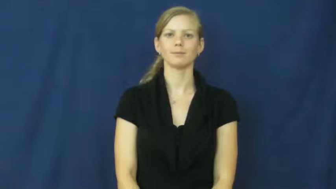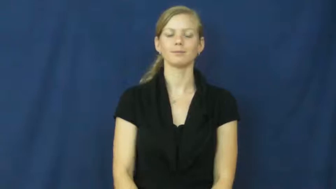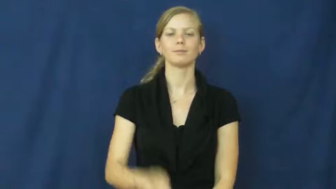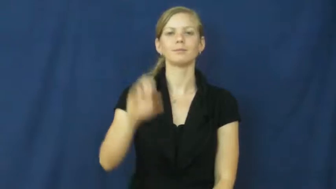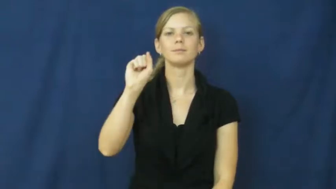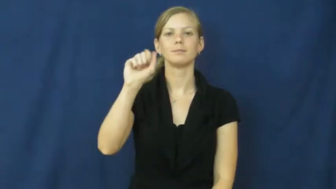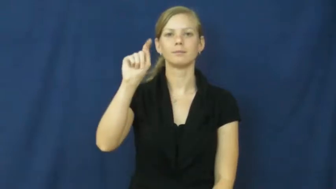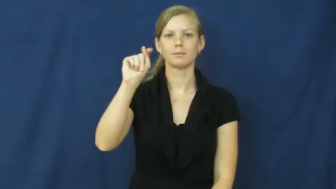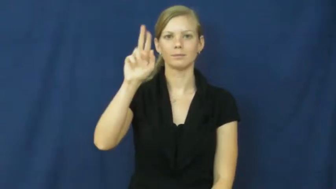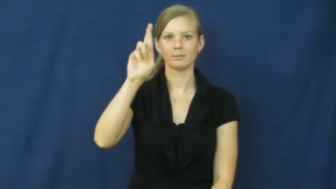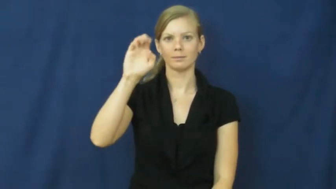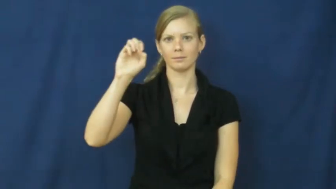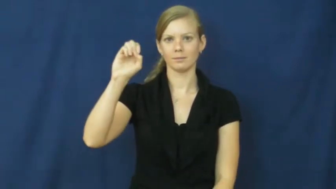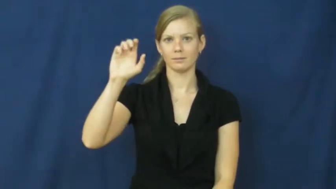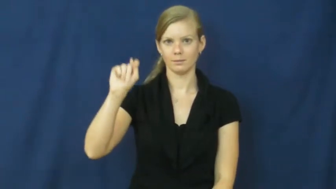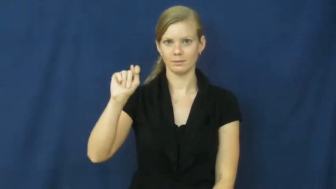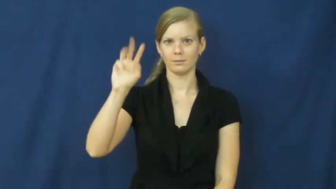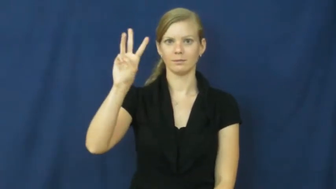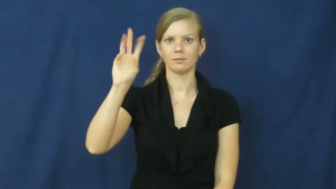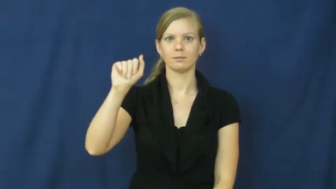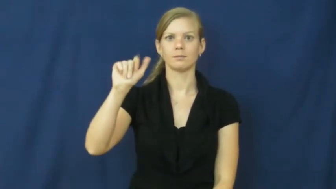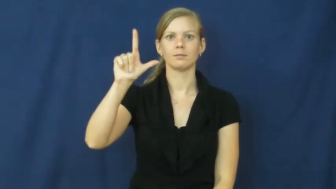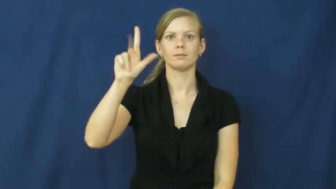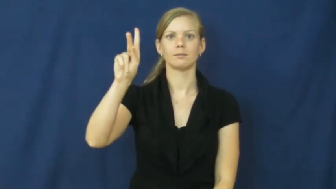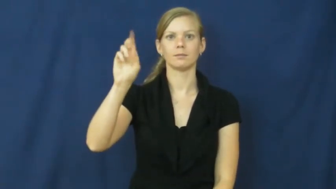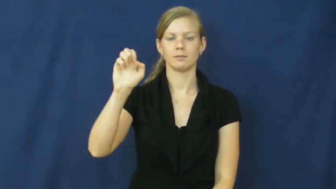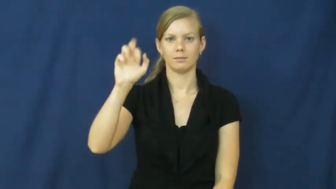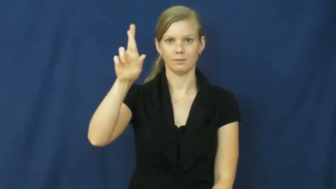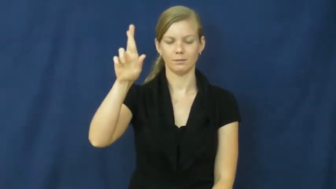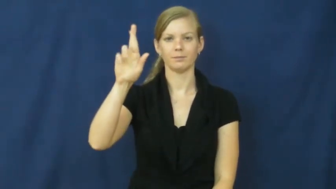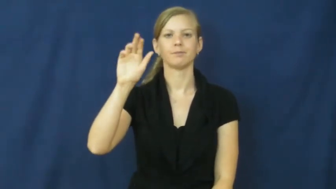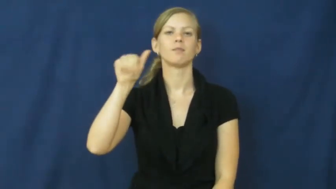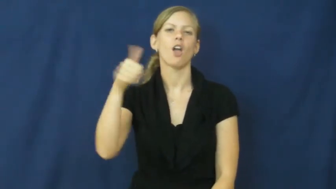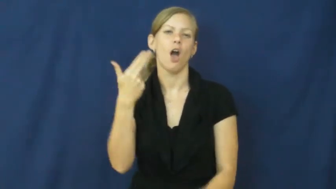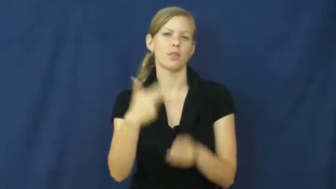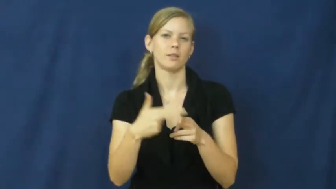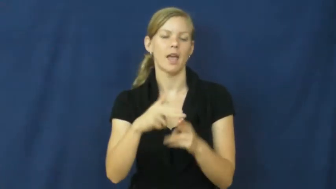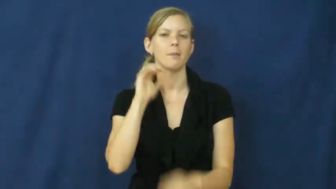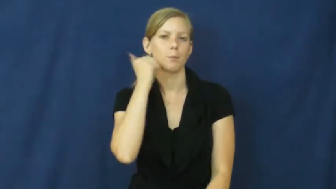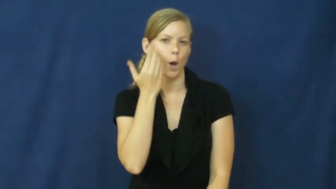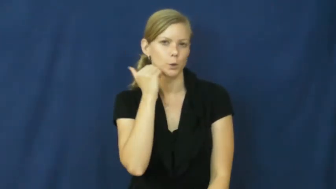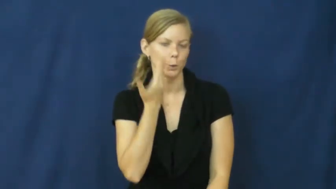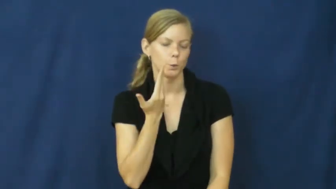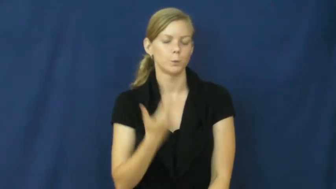streetwalker